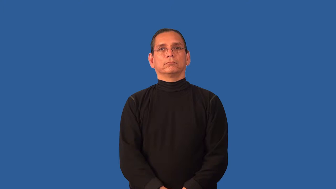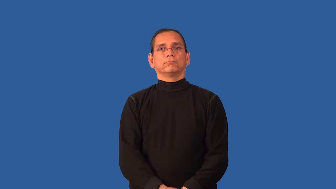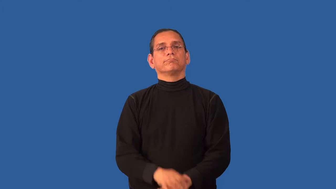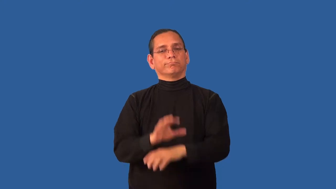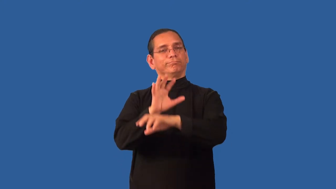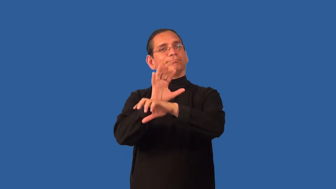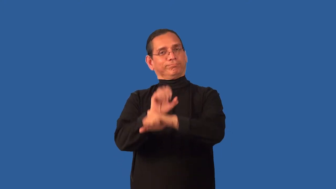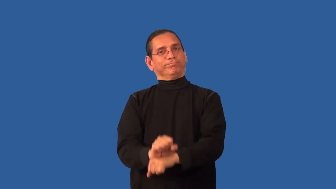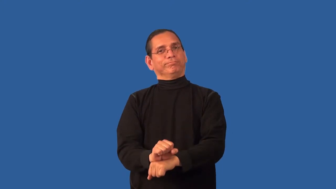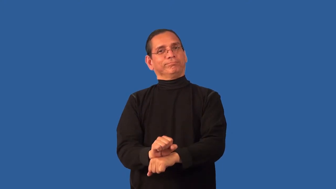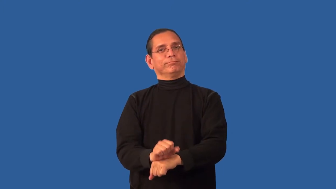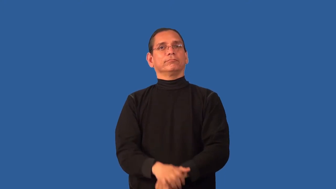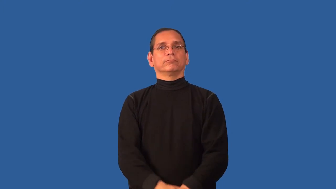accustom,habituate,inure